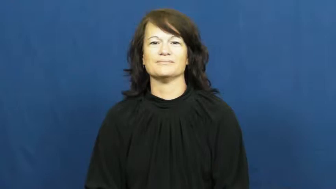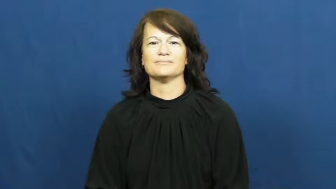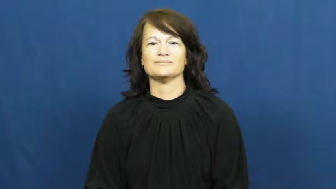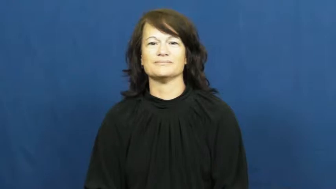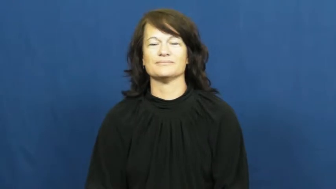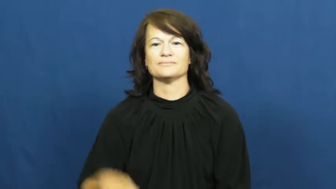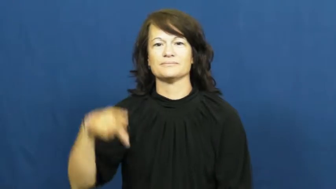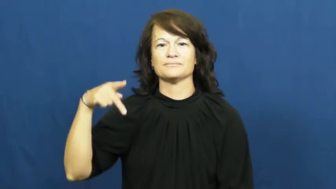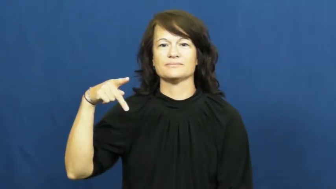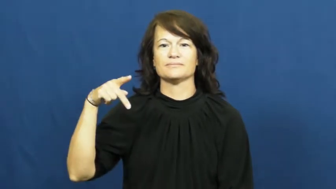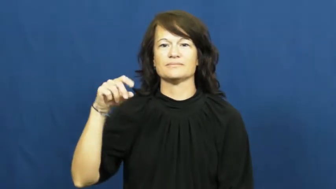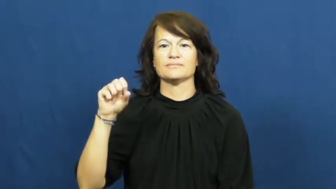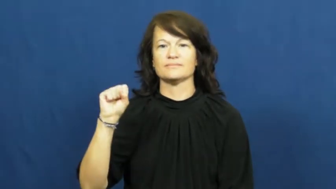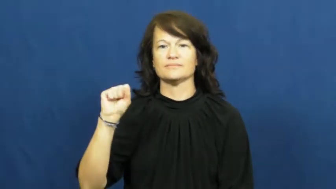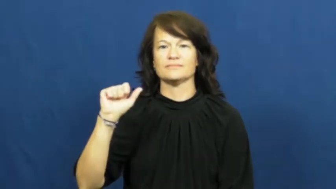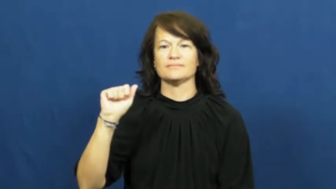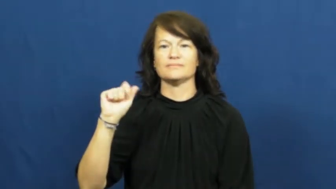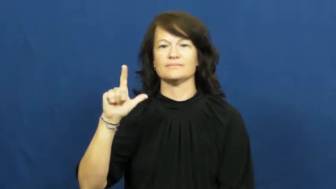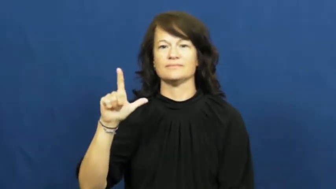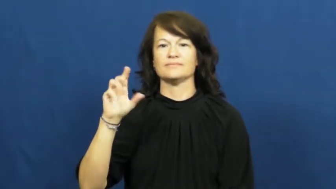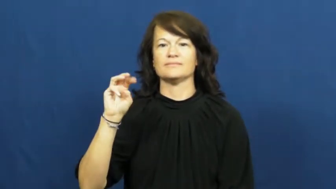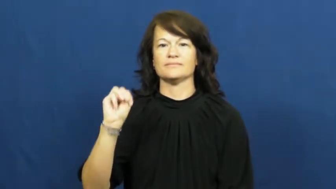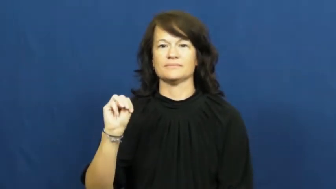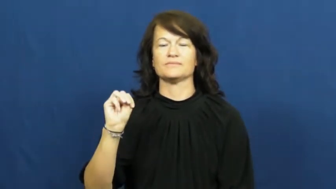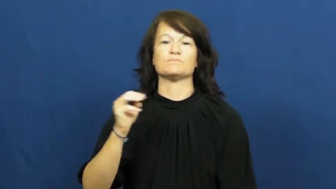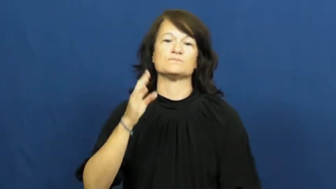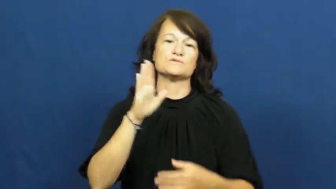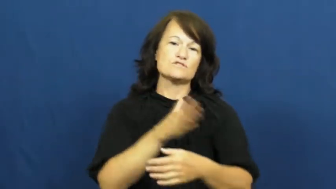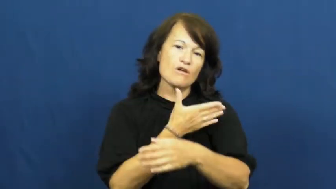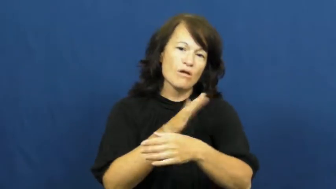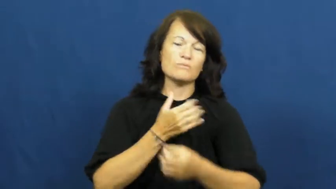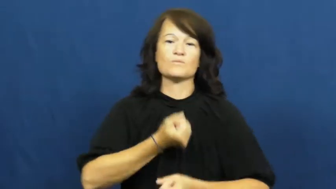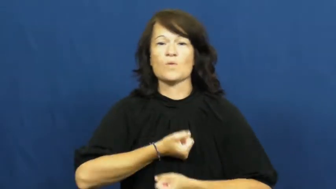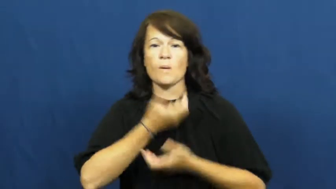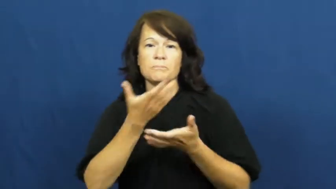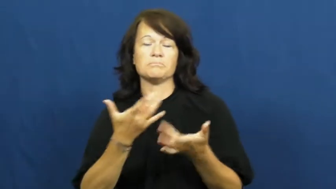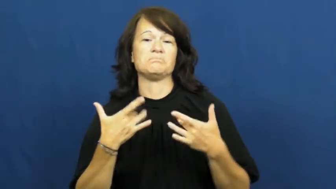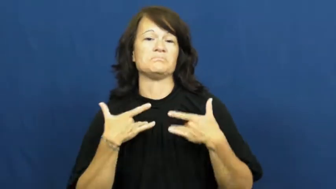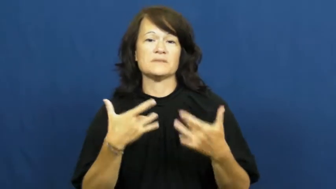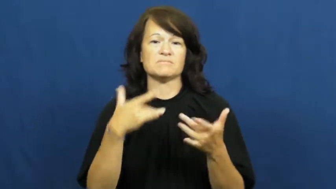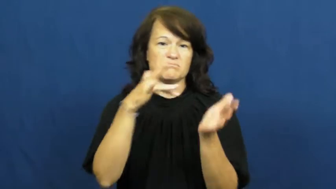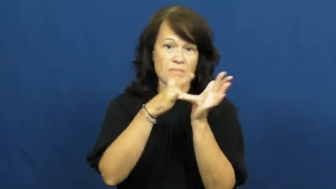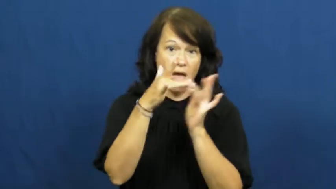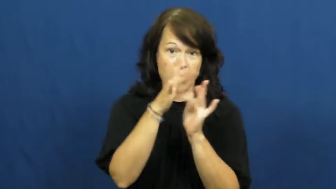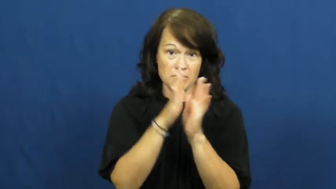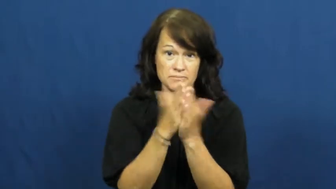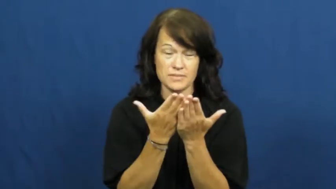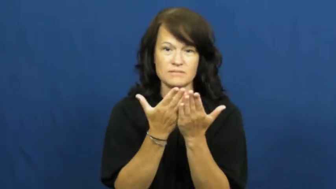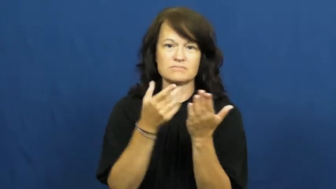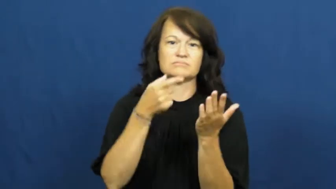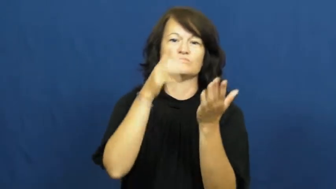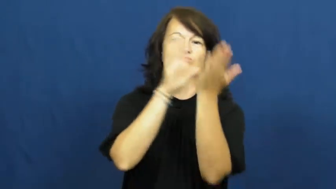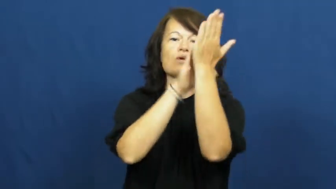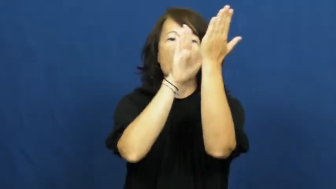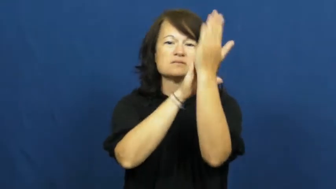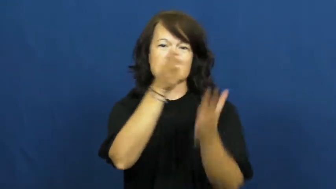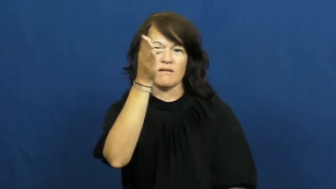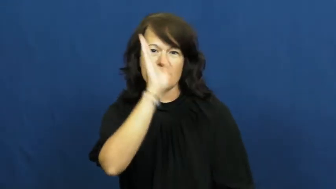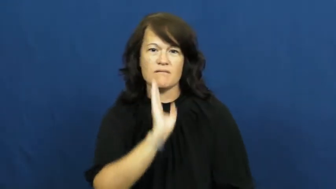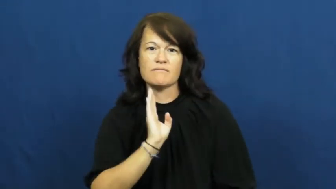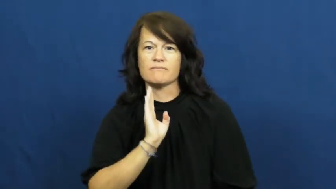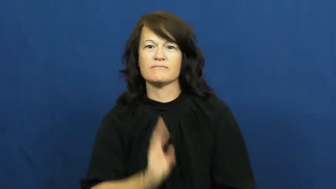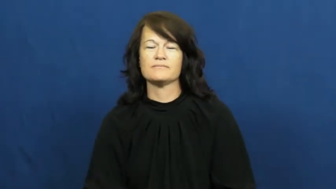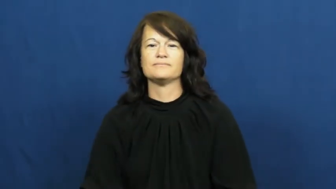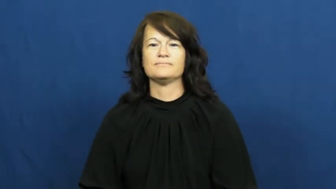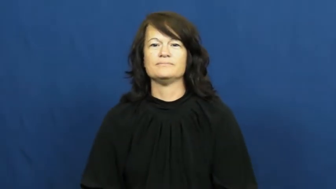psalm